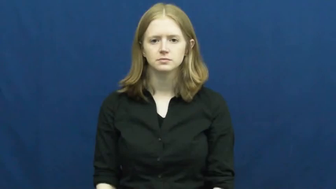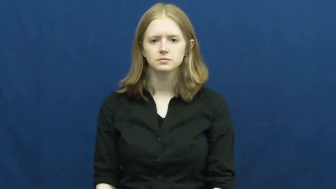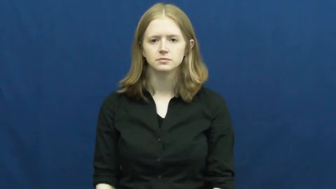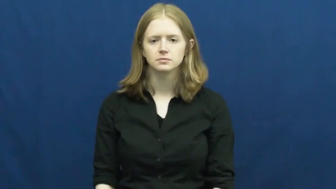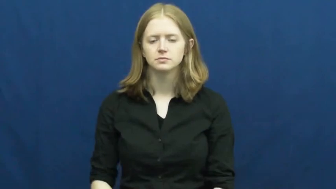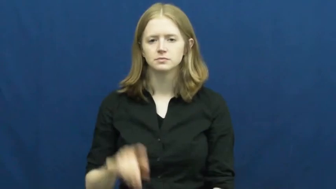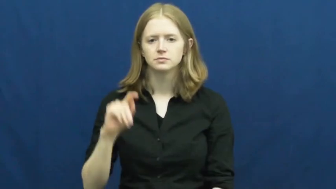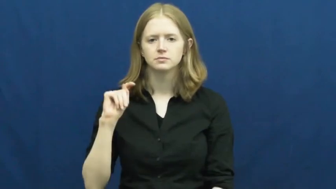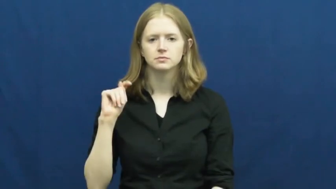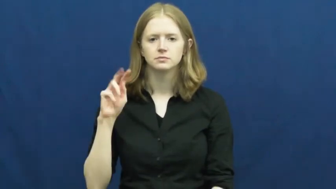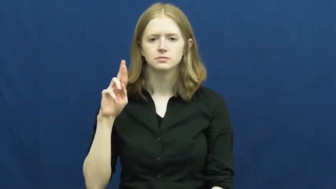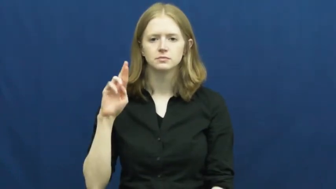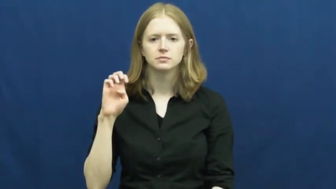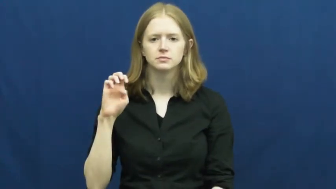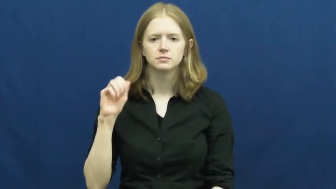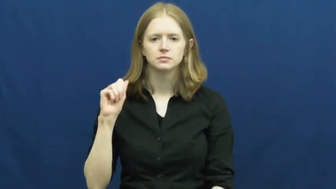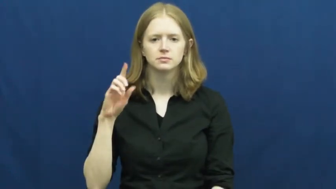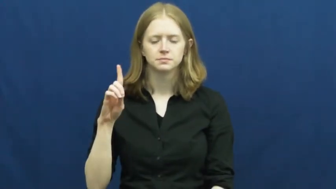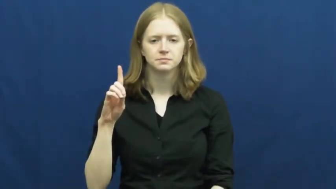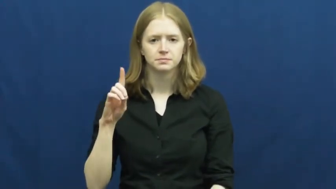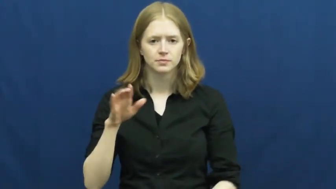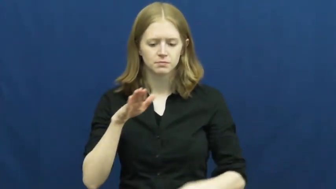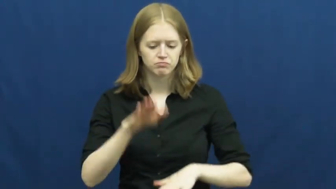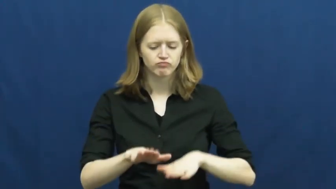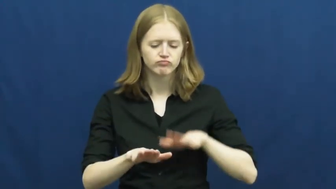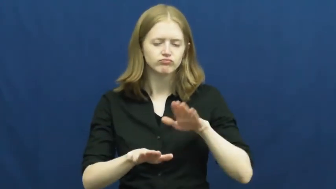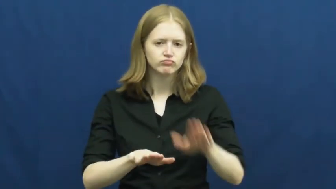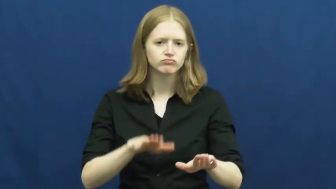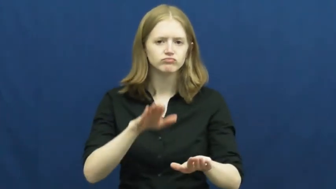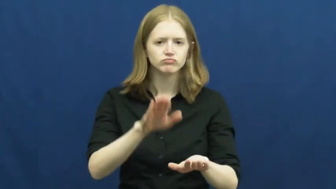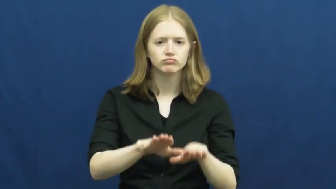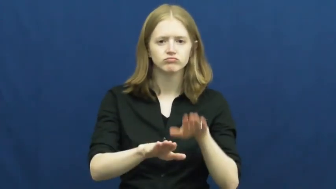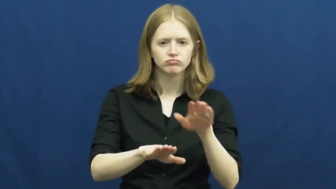tread-walk